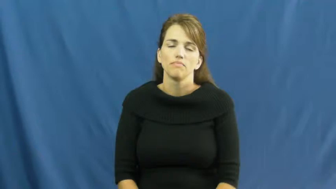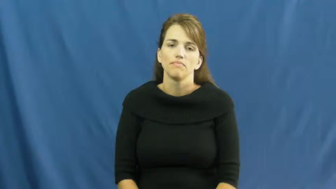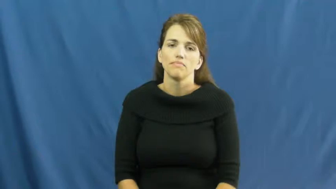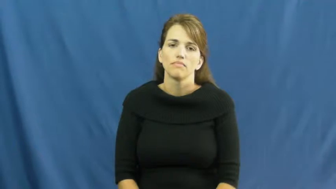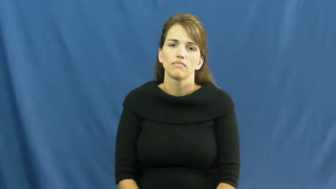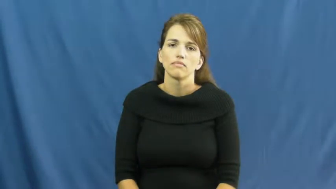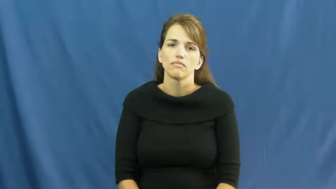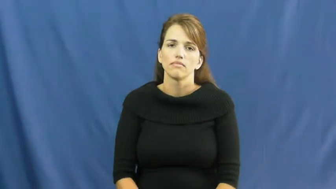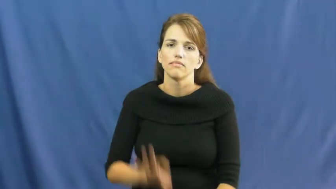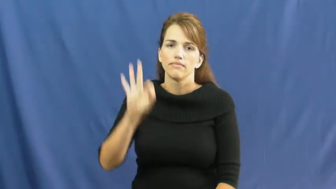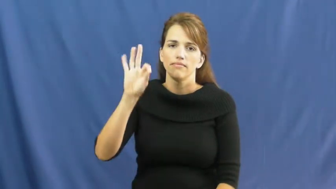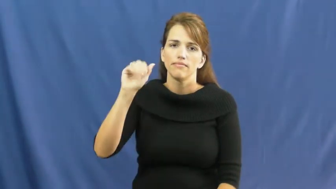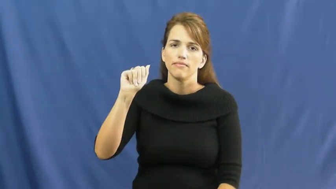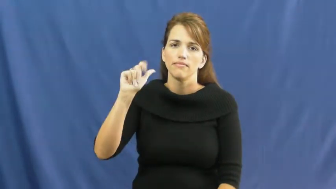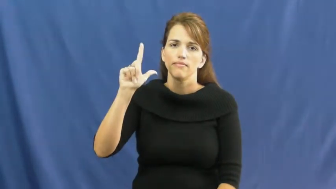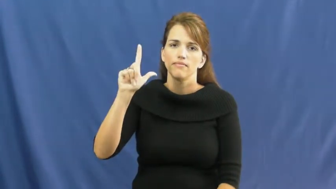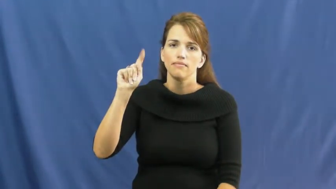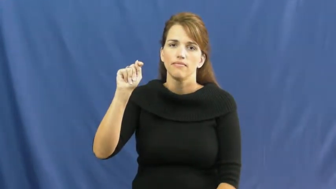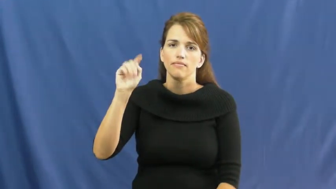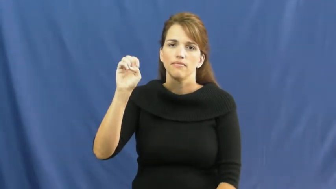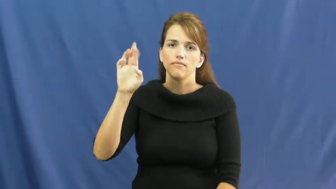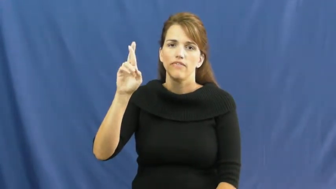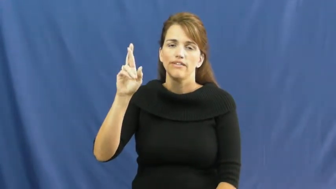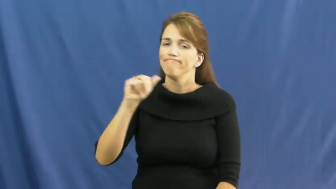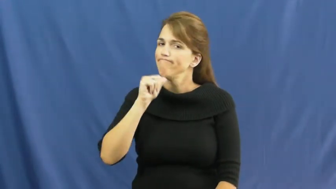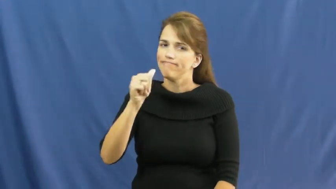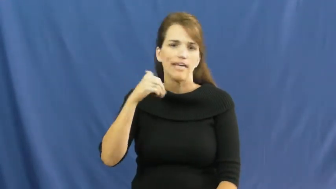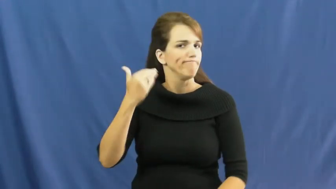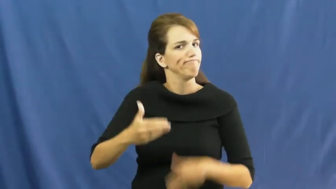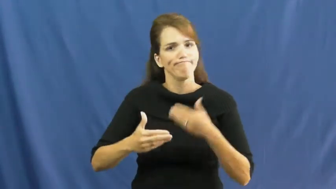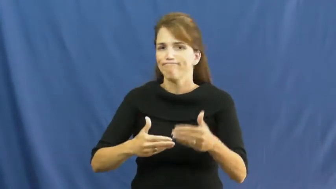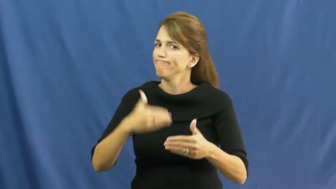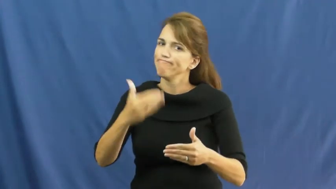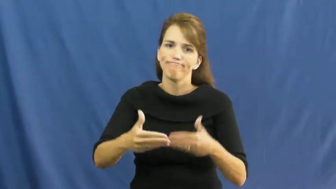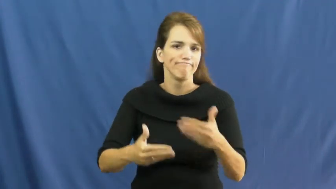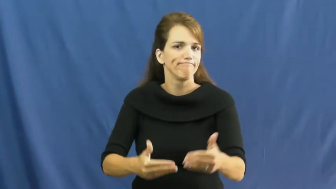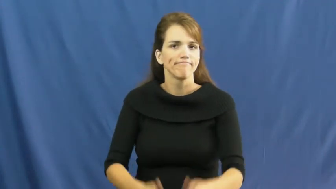falter